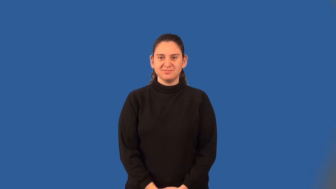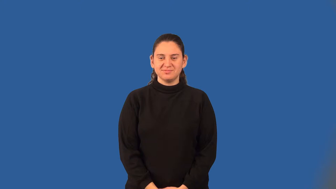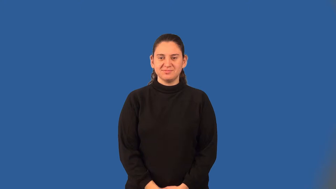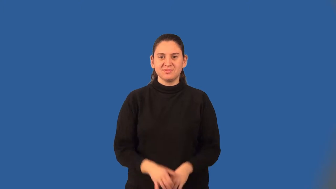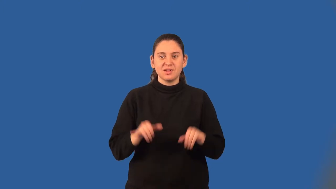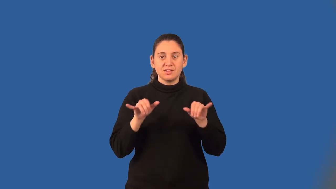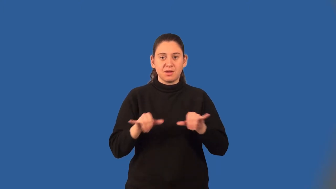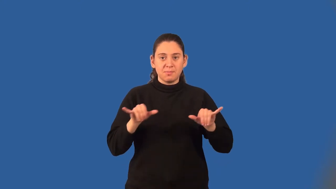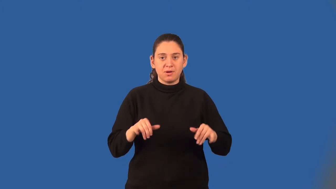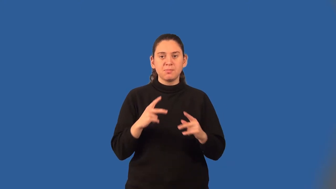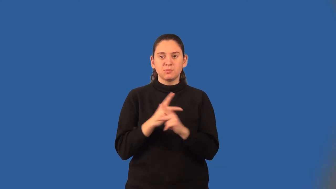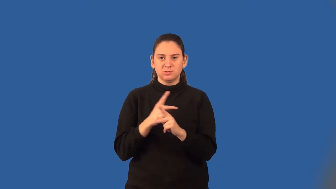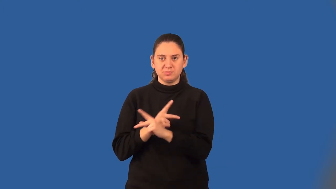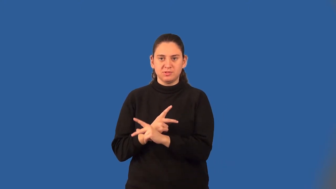common multiple